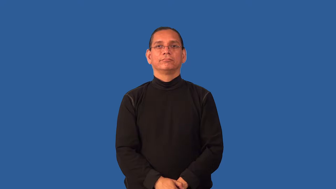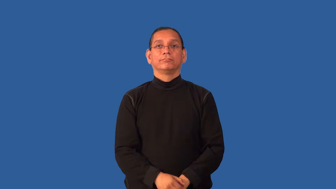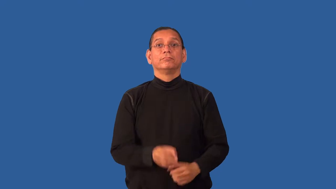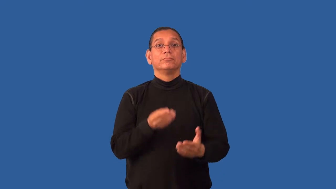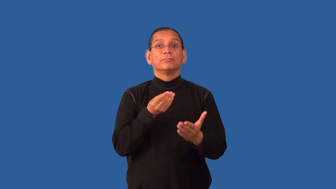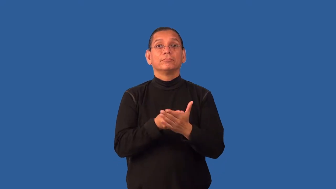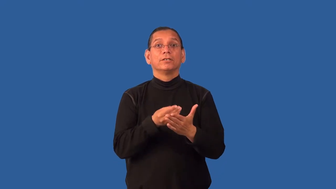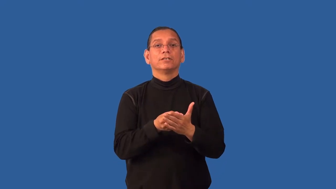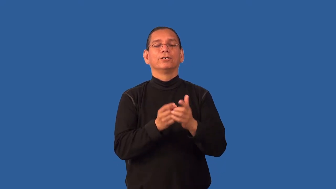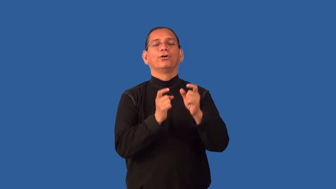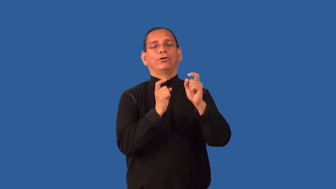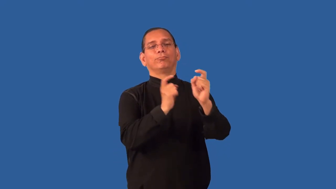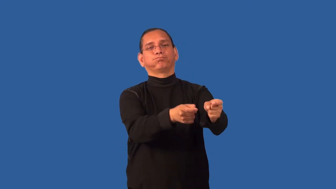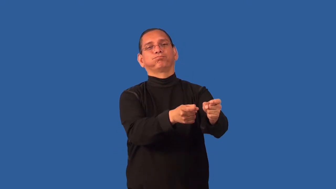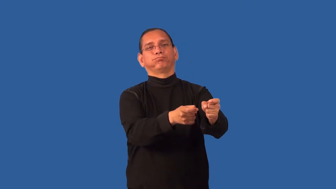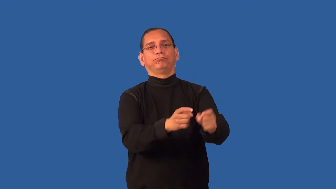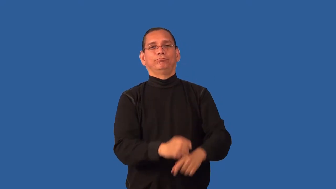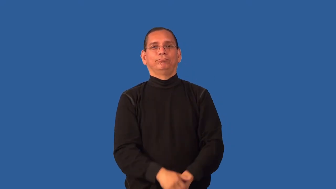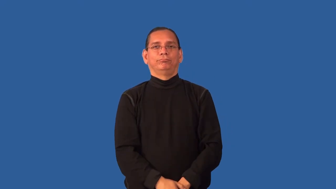patronage